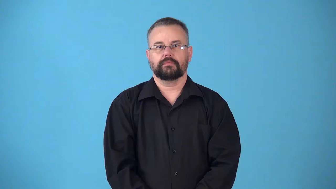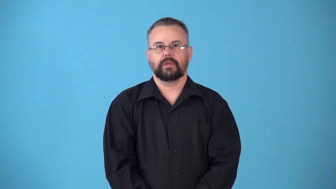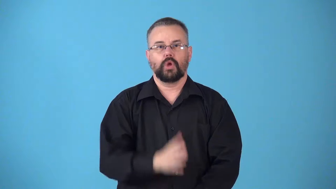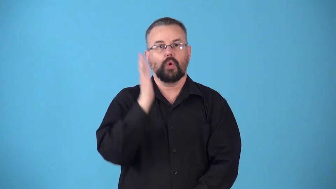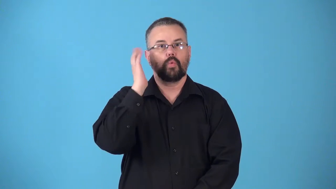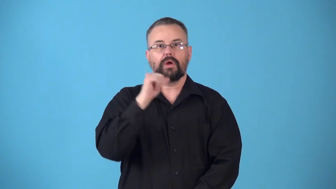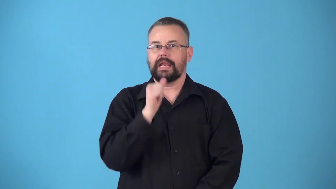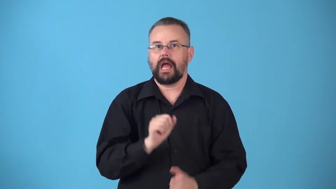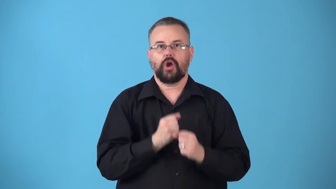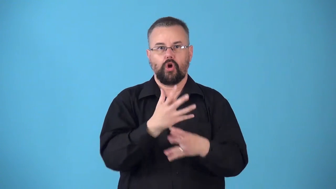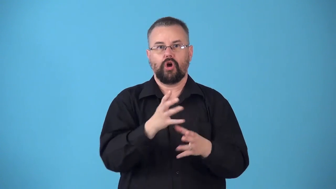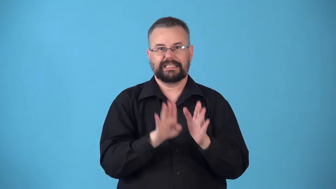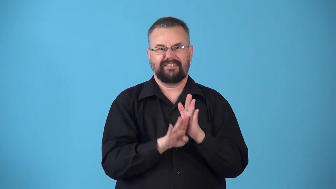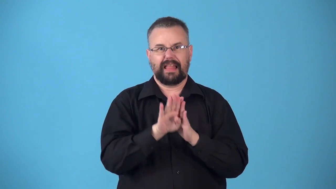noninflationary